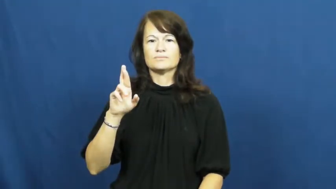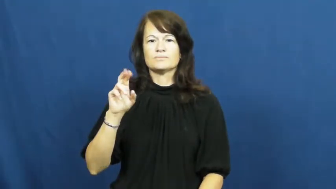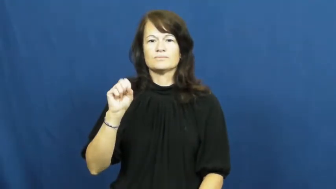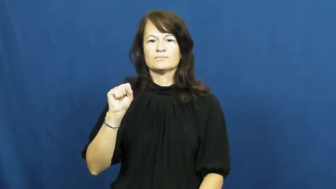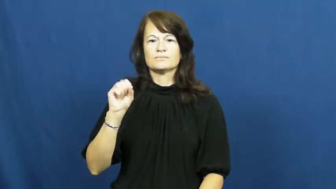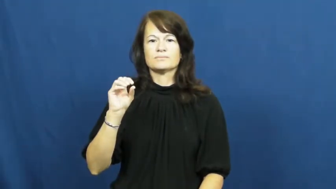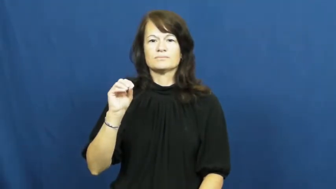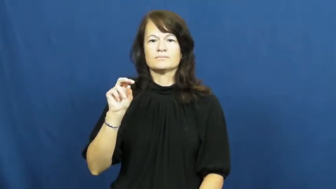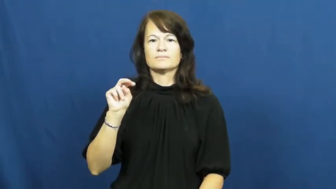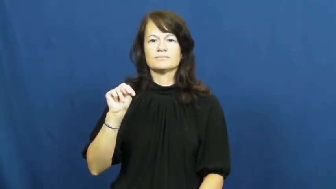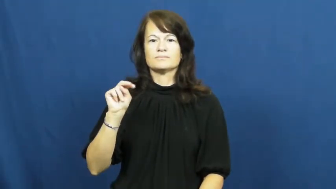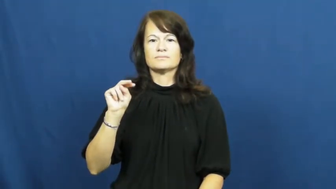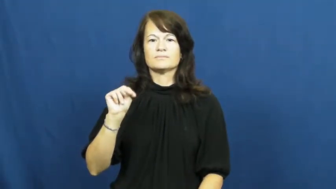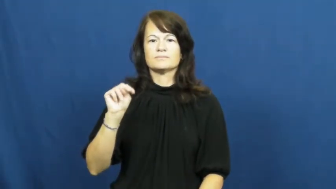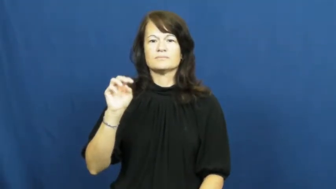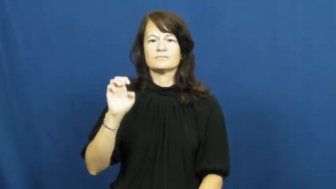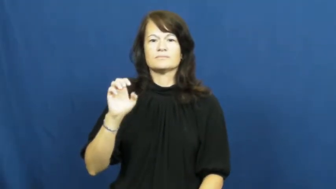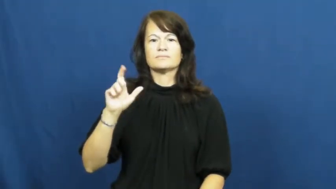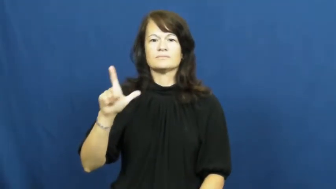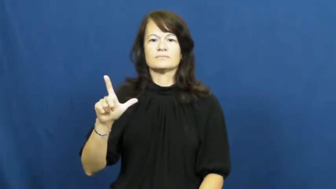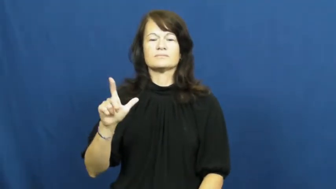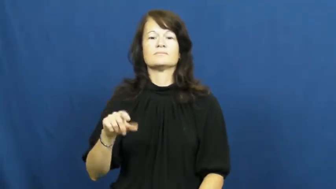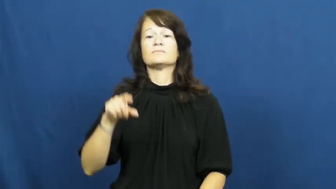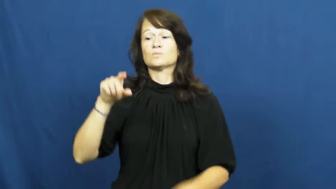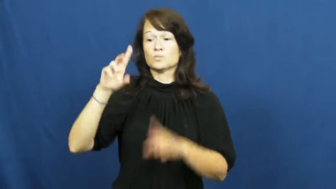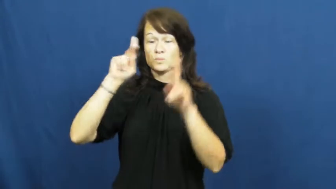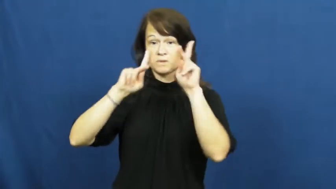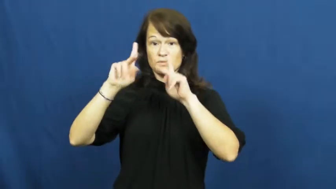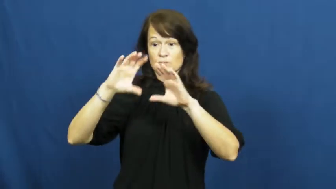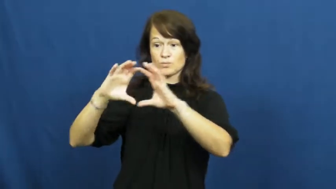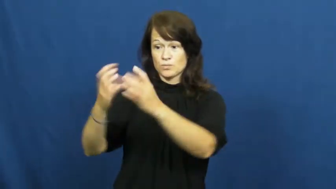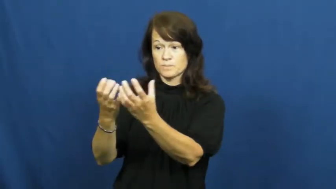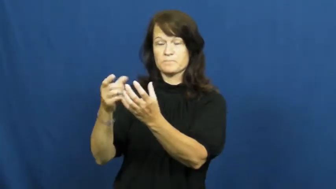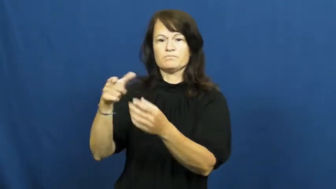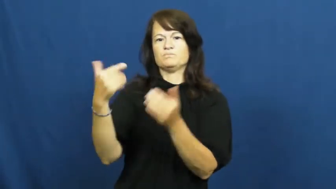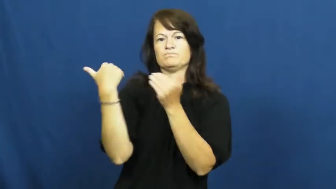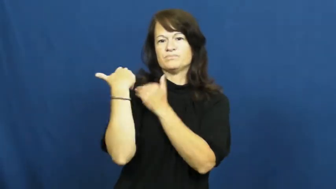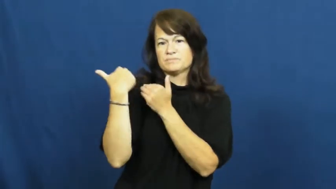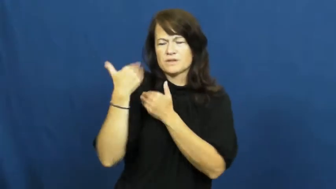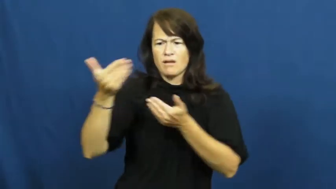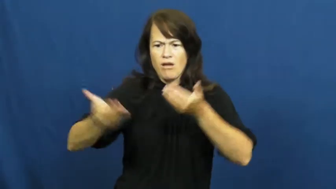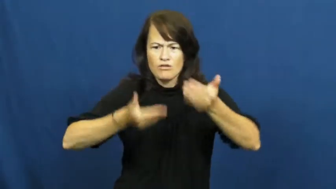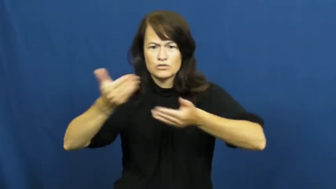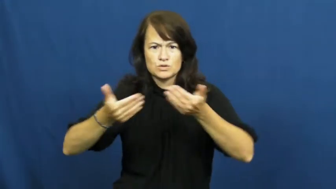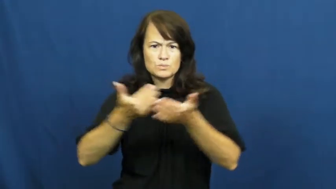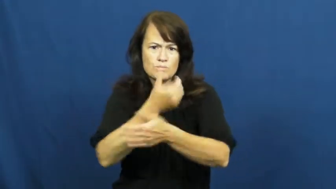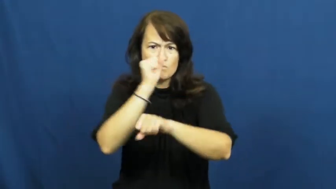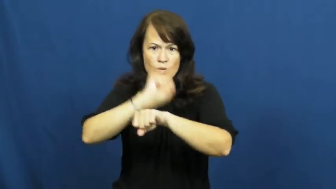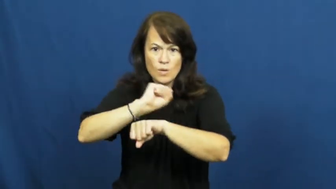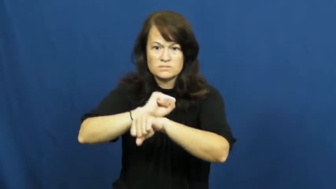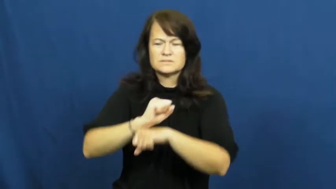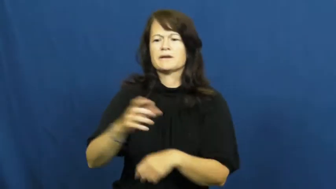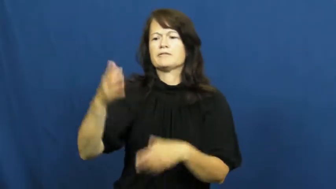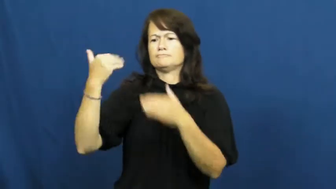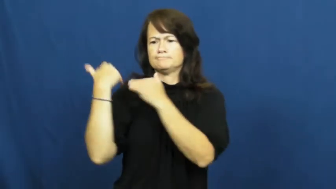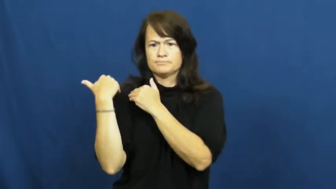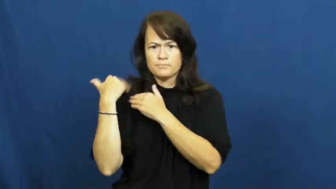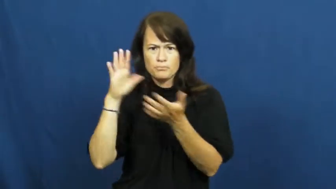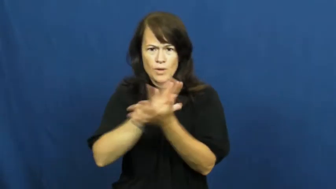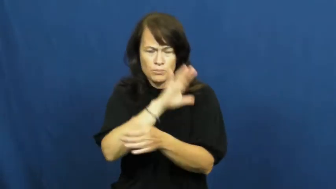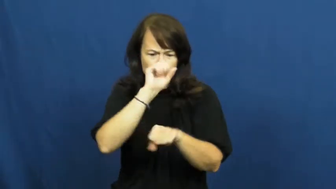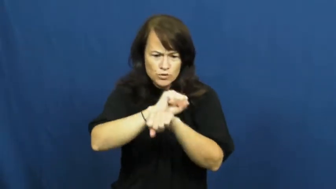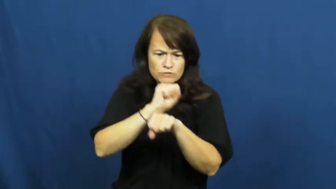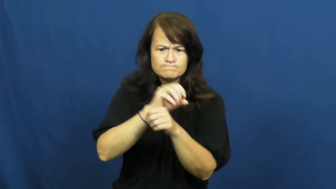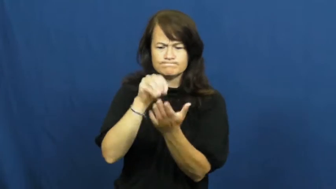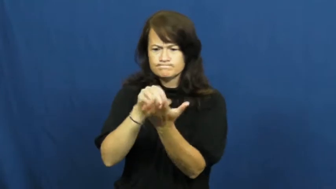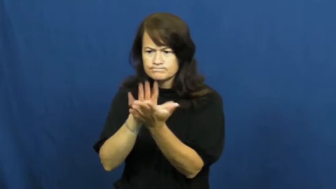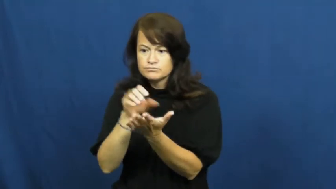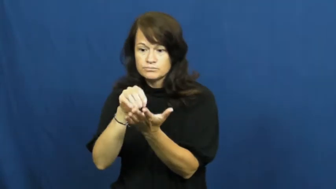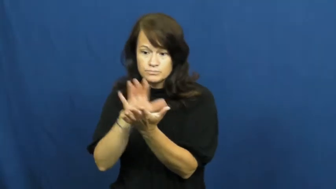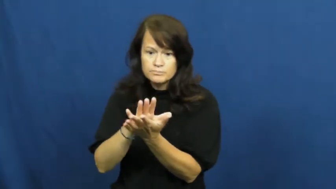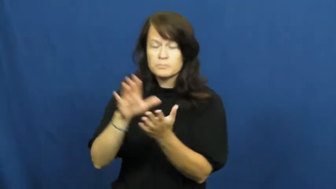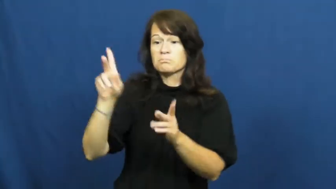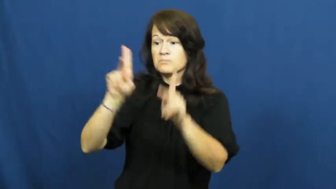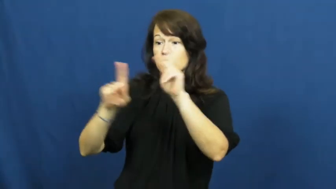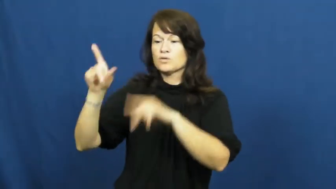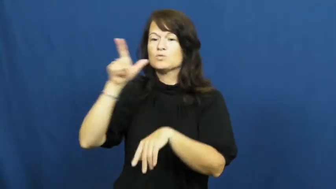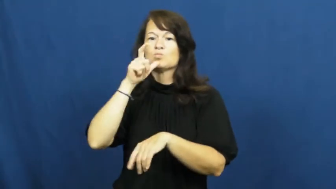personnel